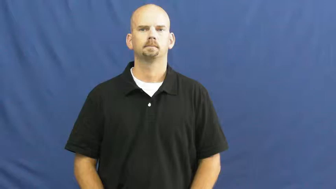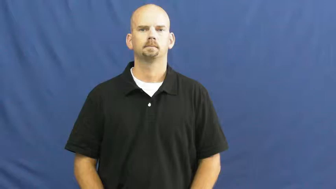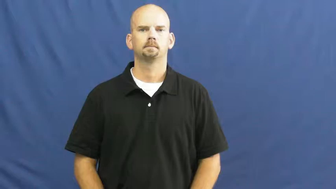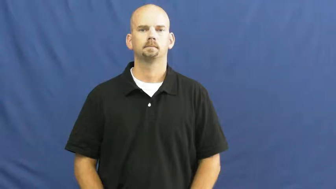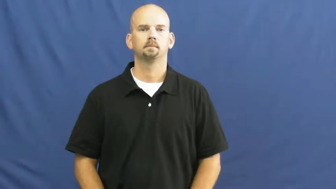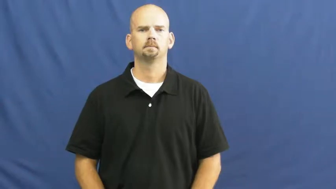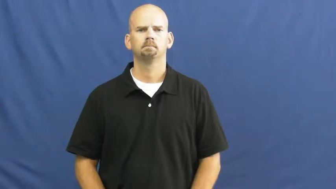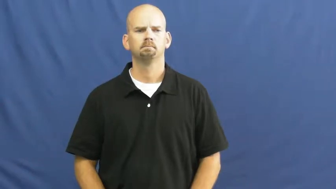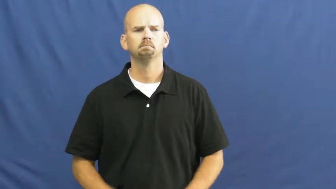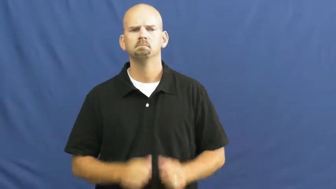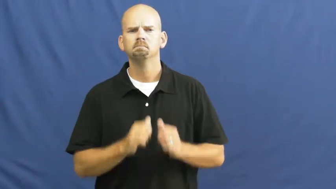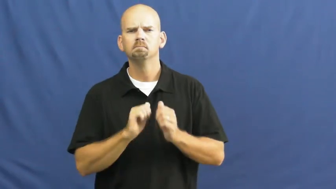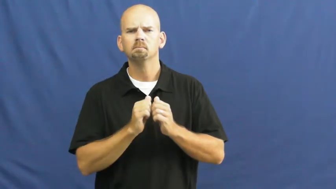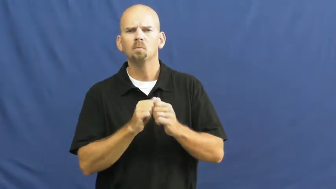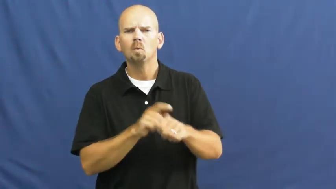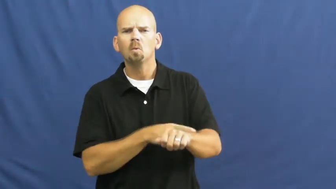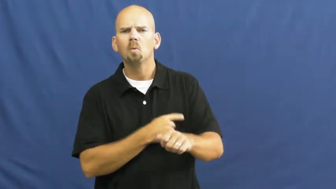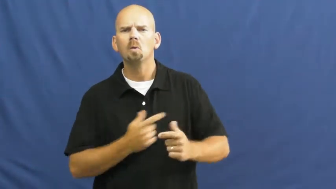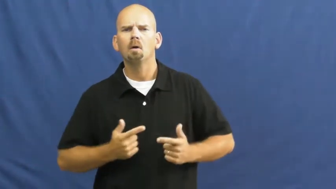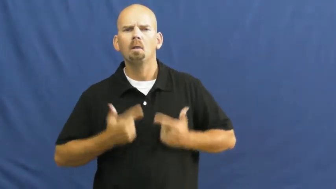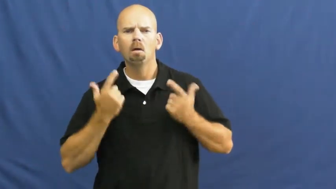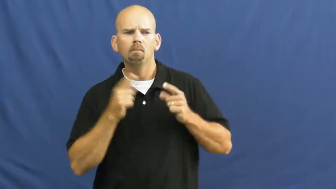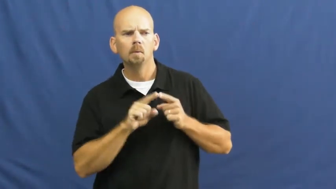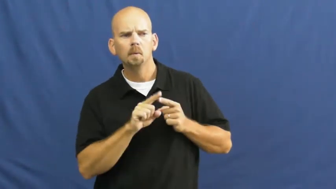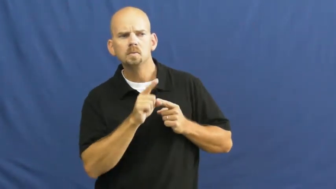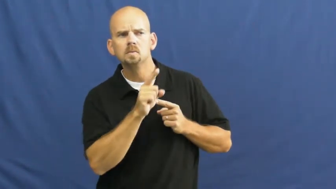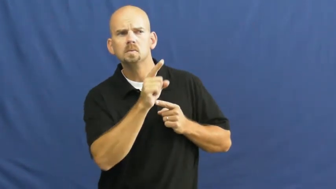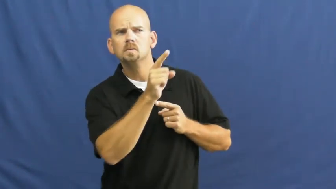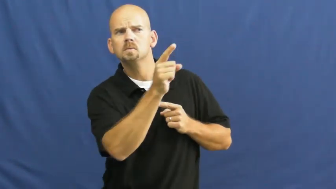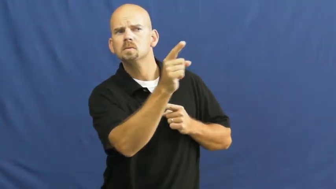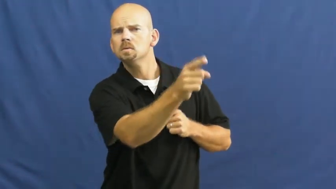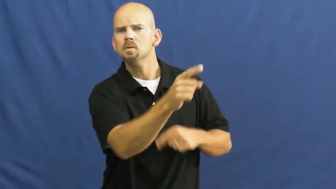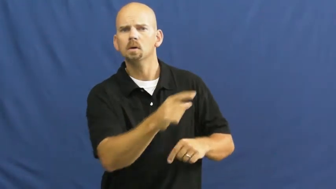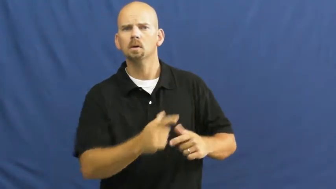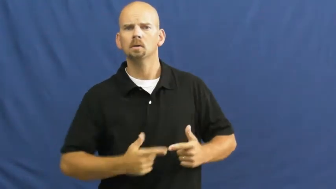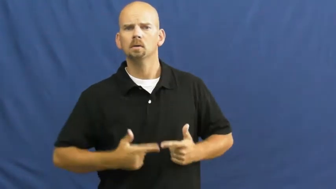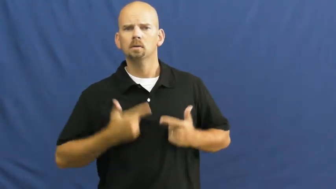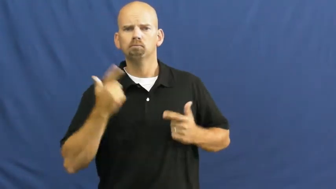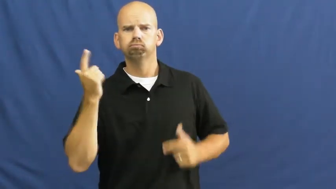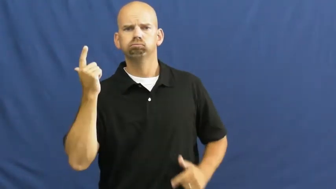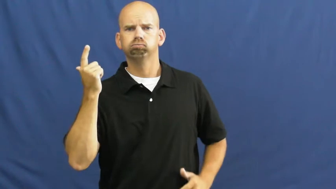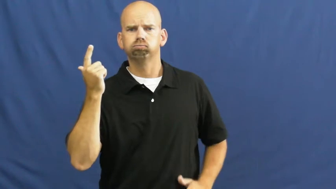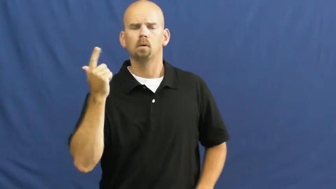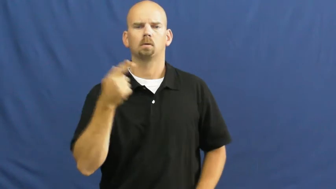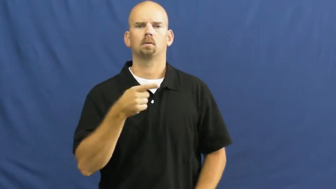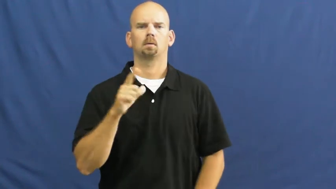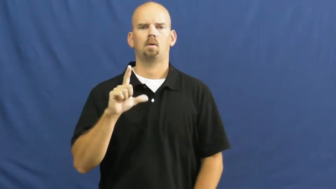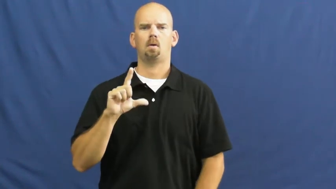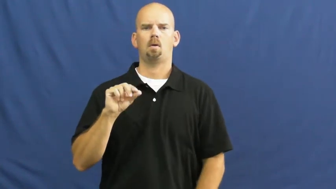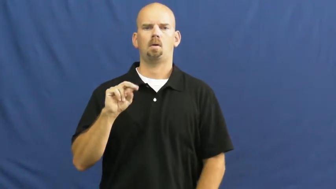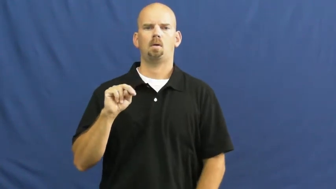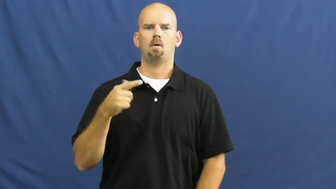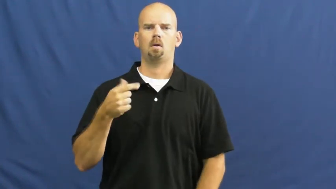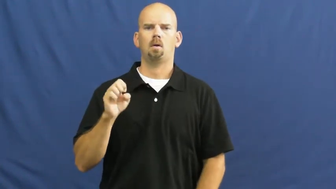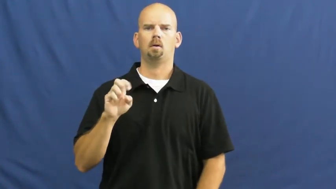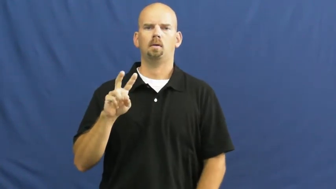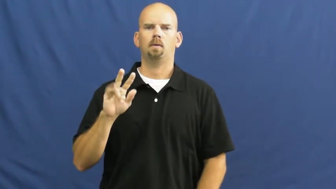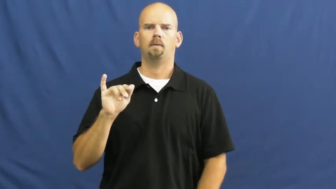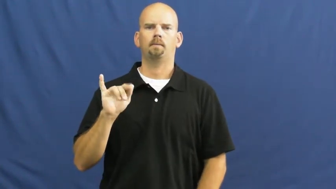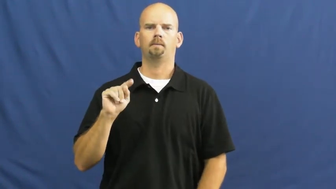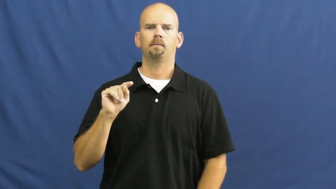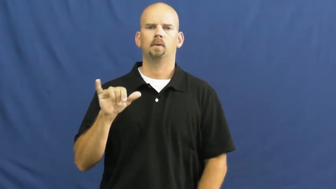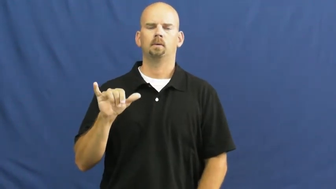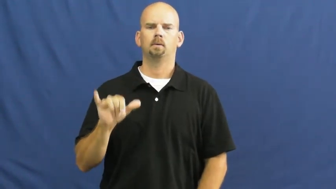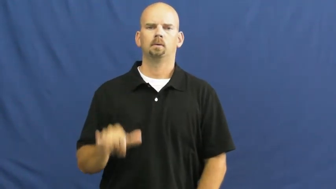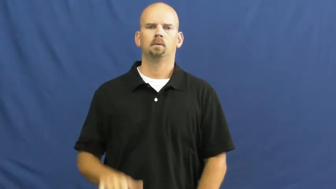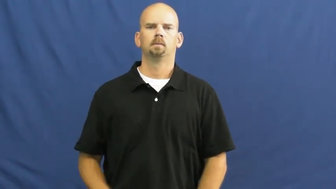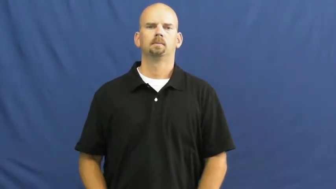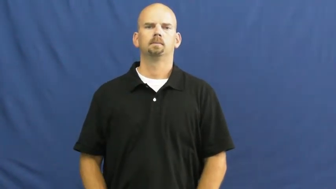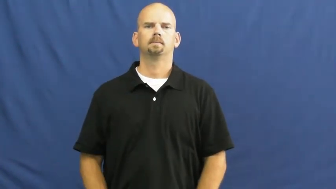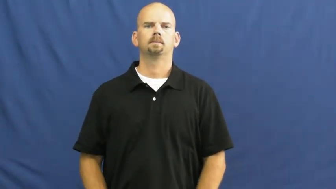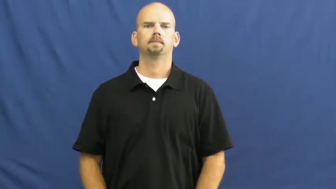longevity